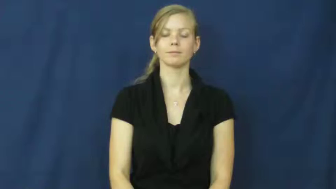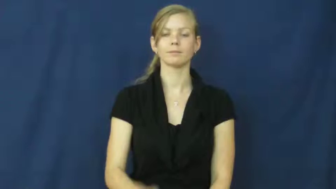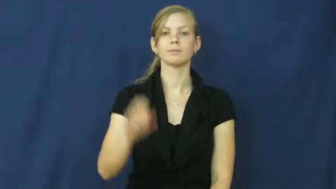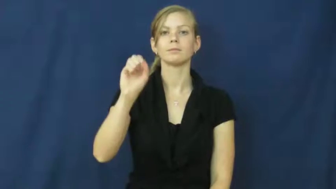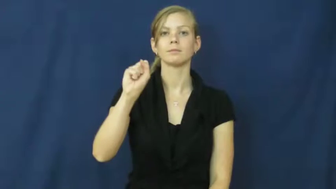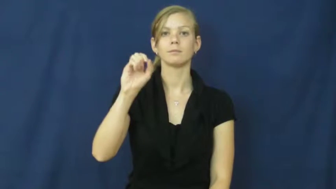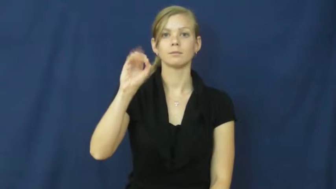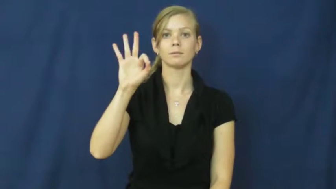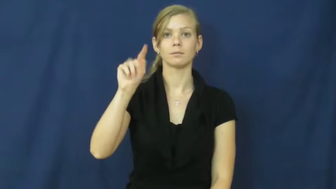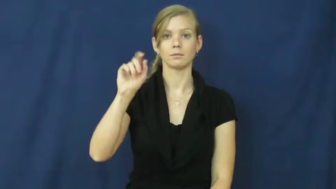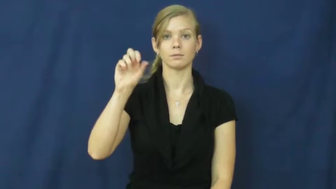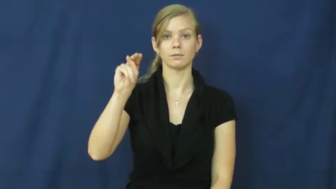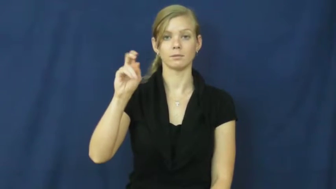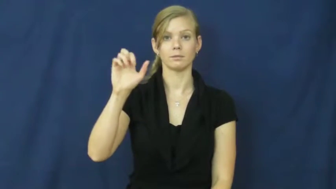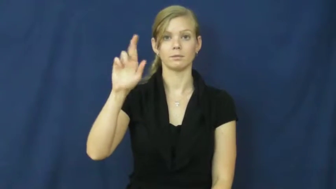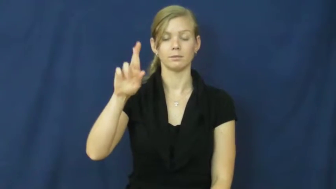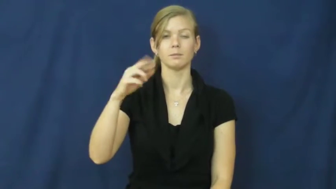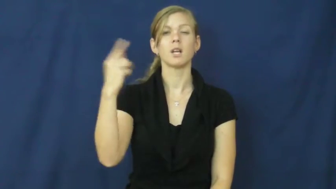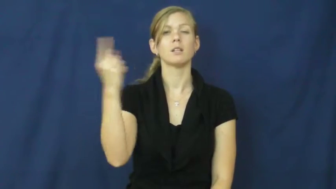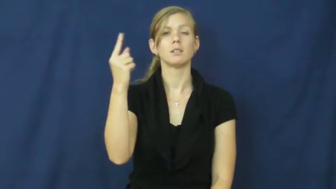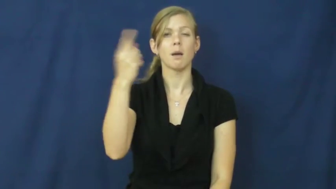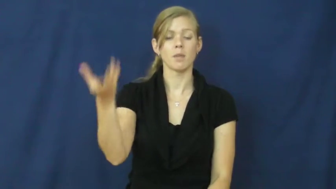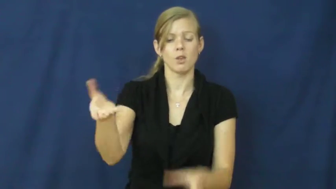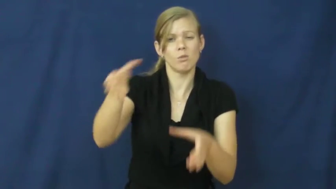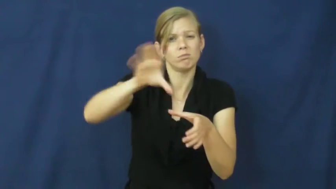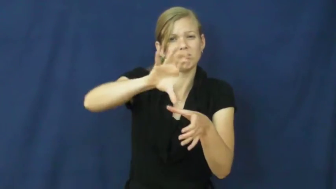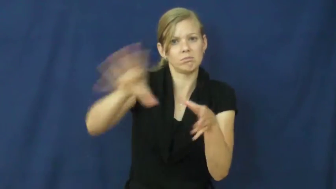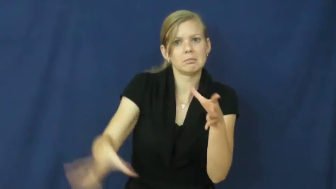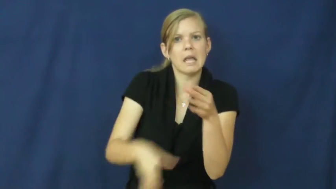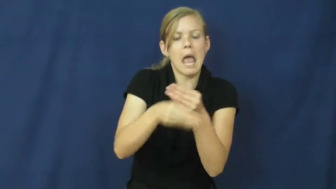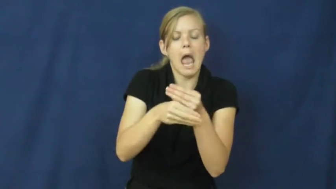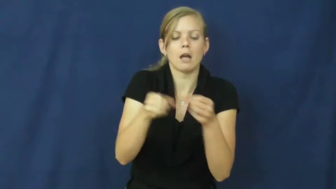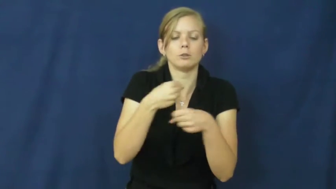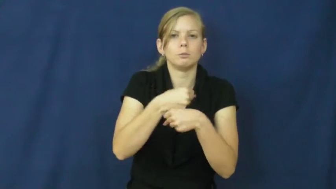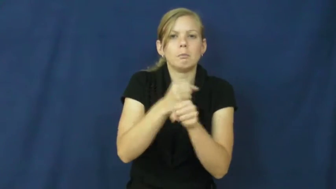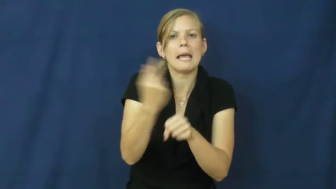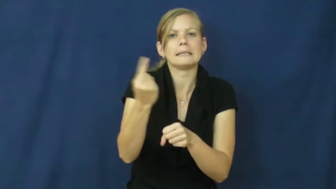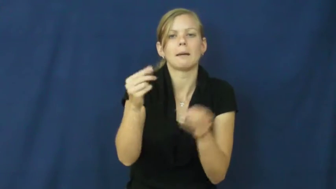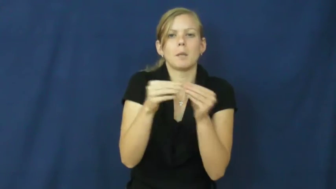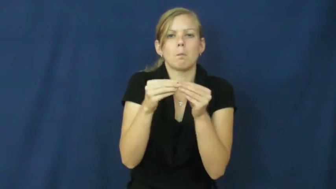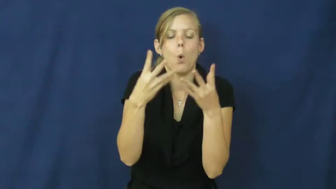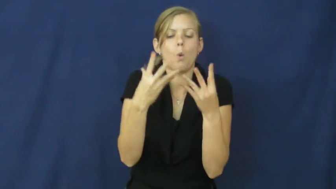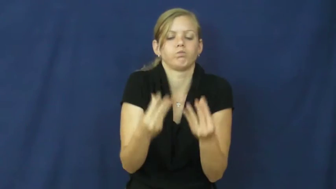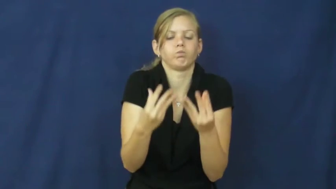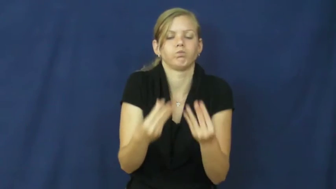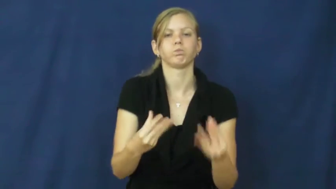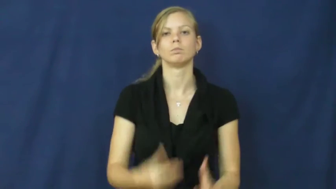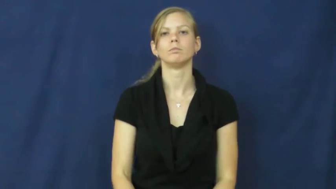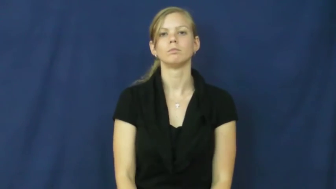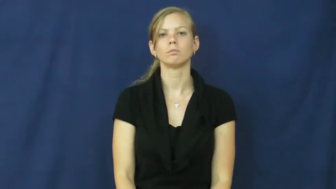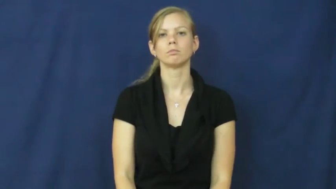softener